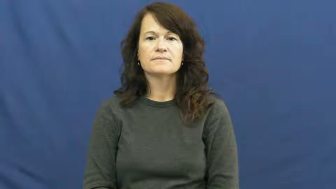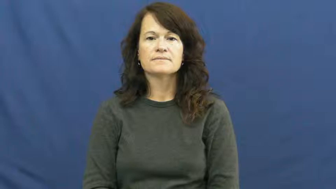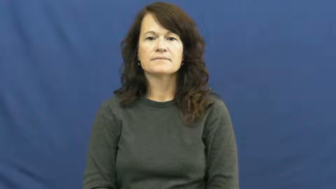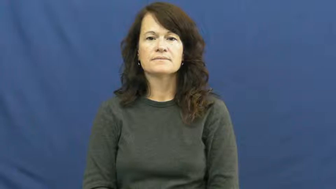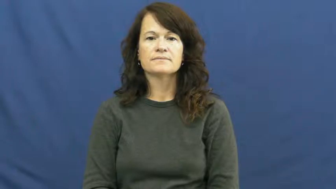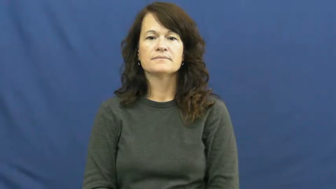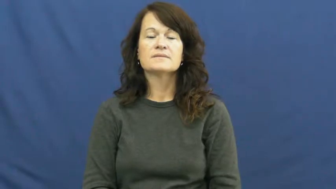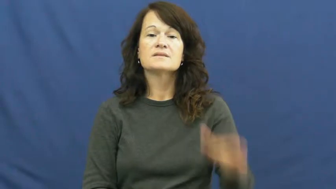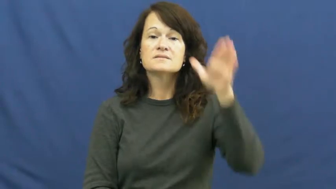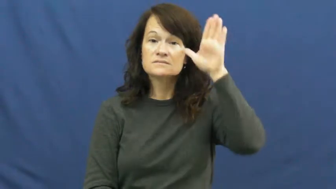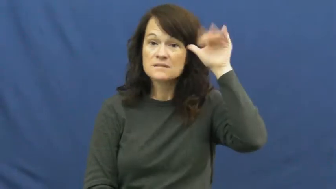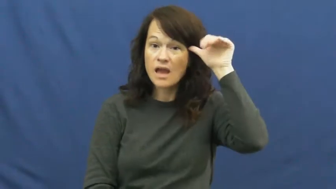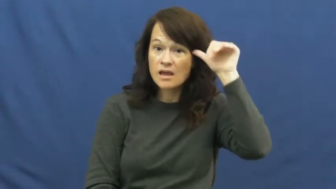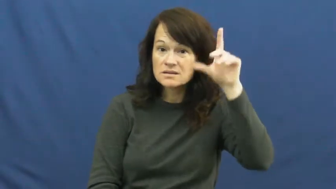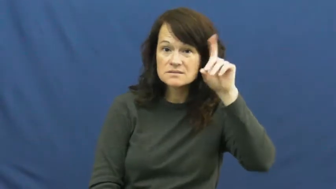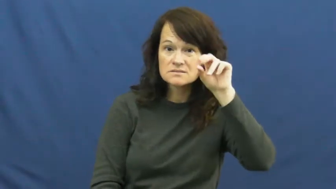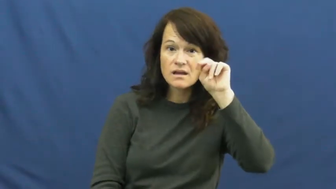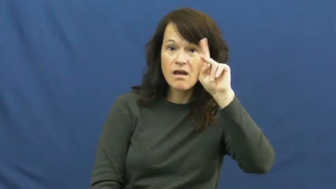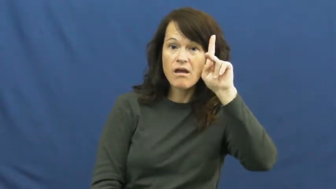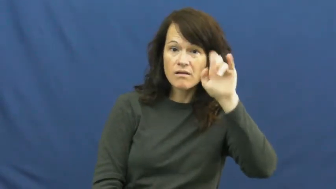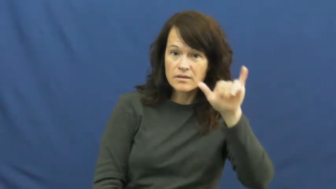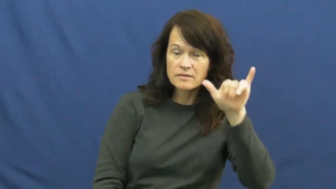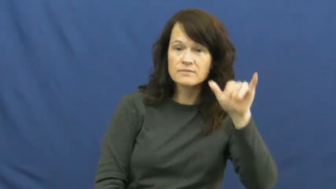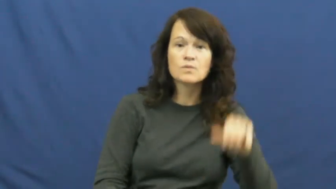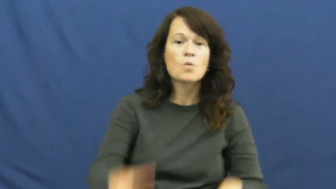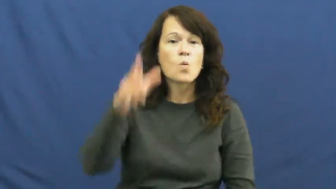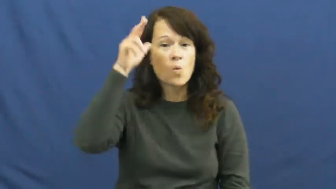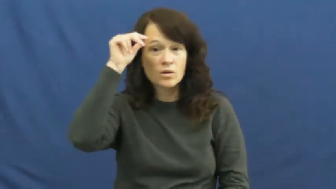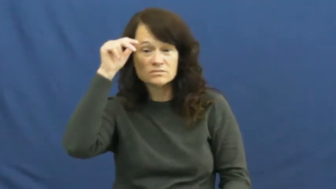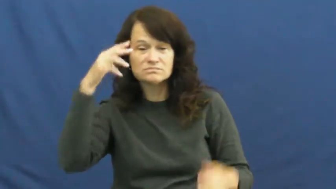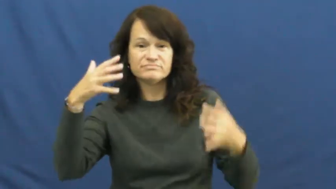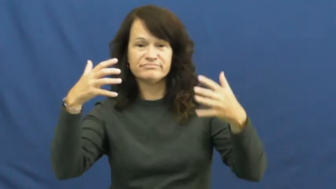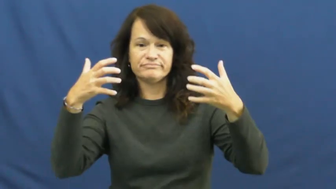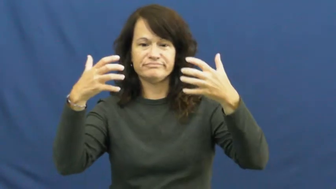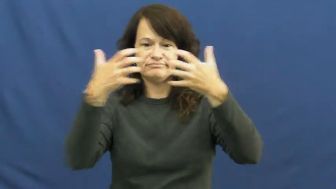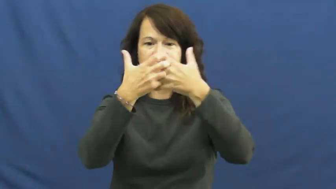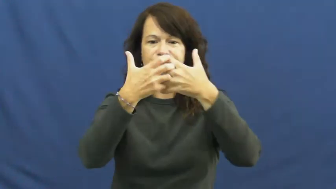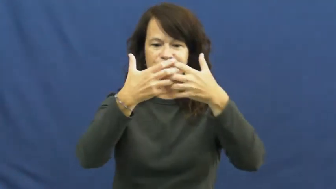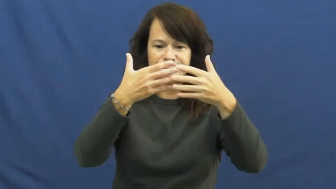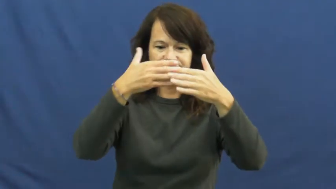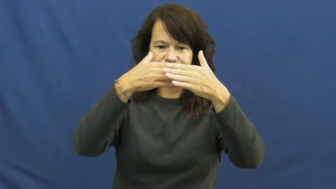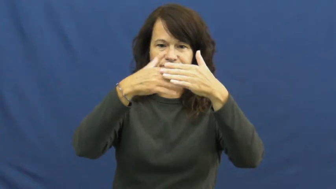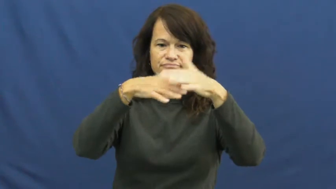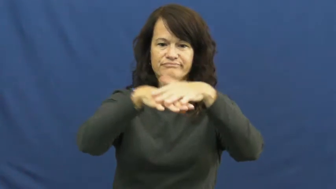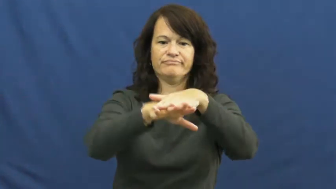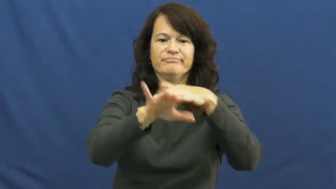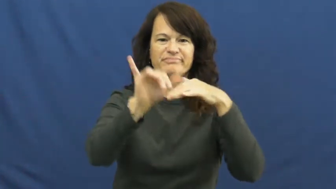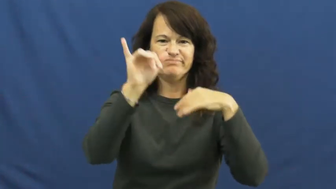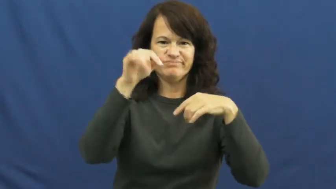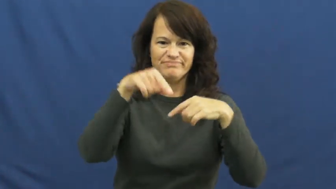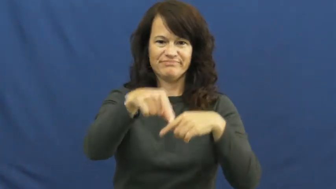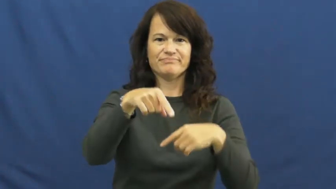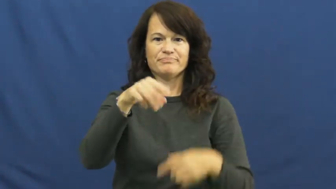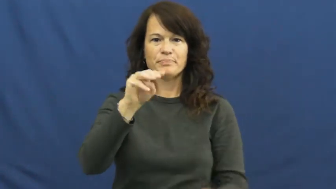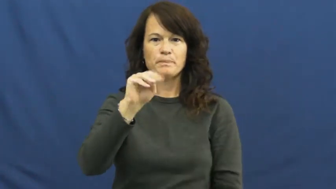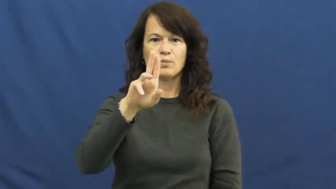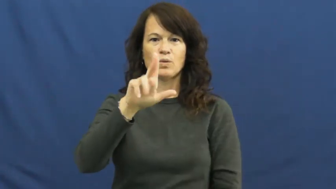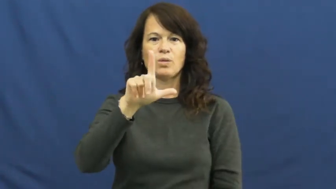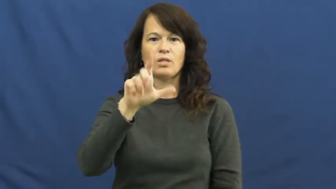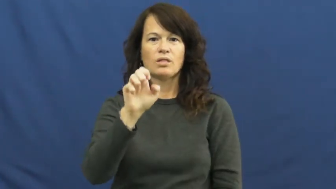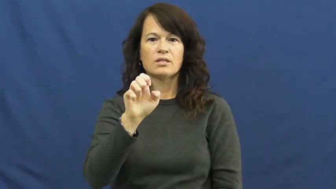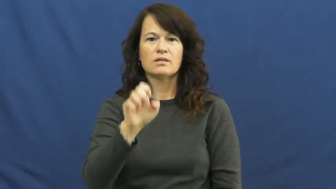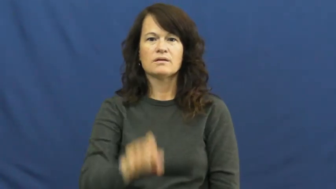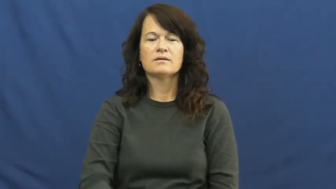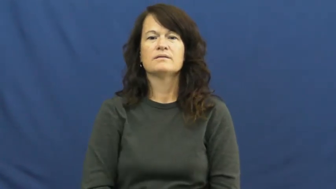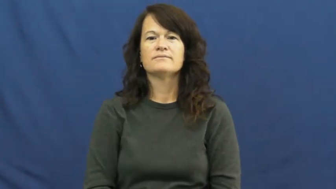mule